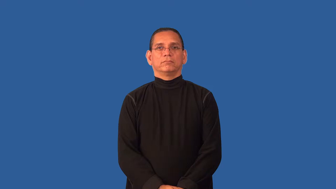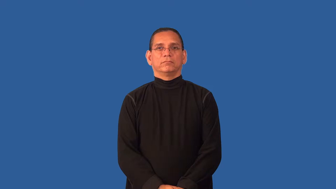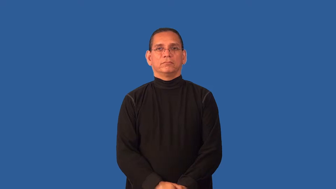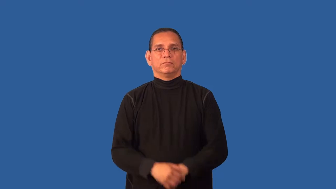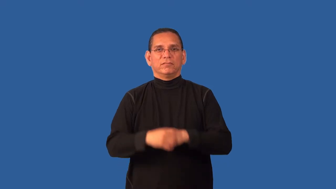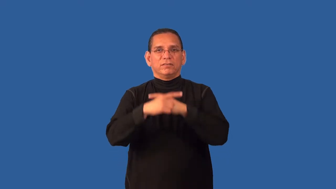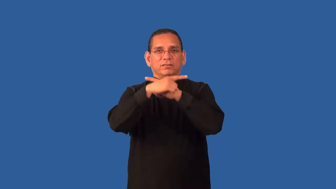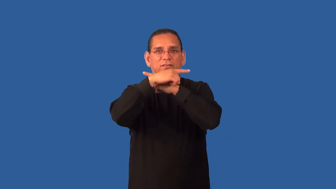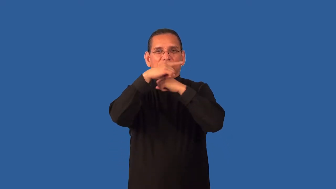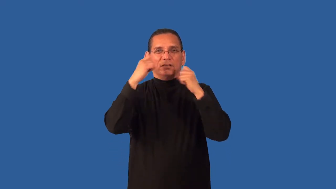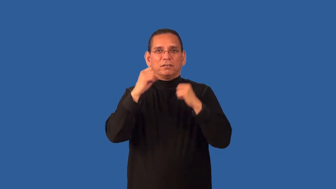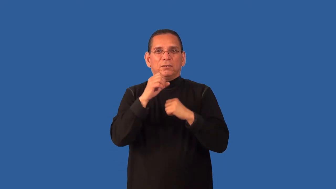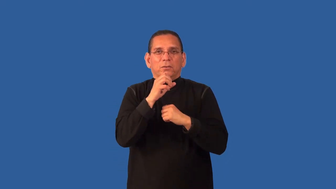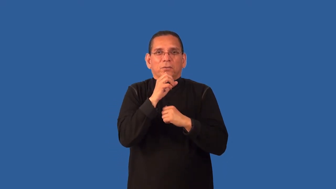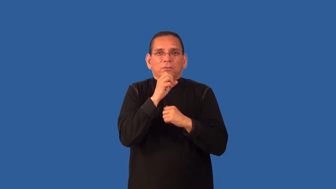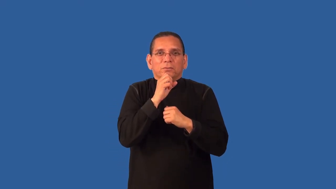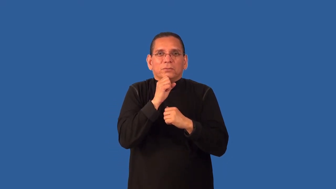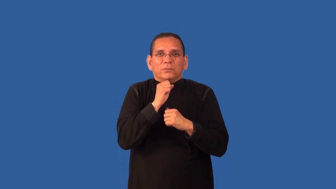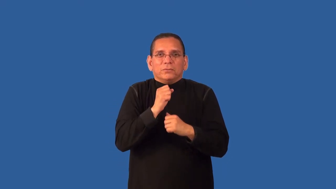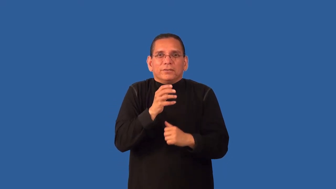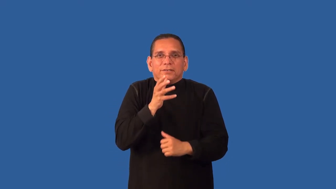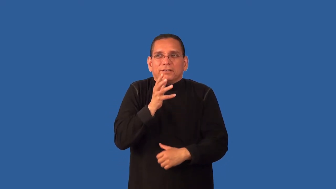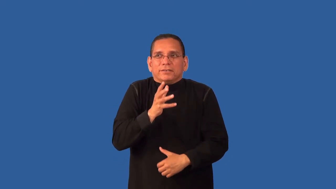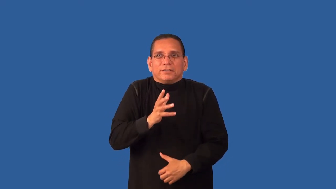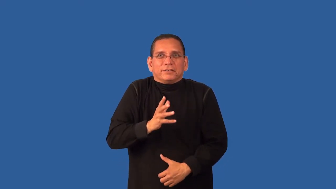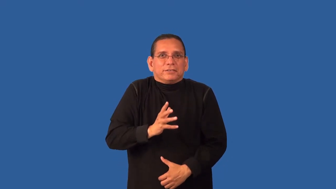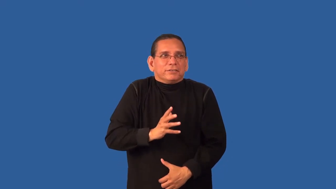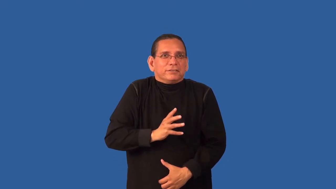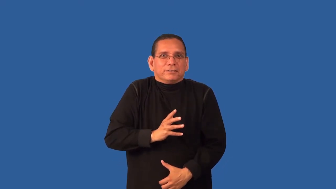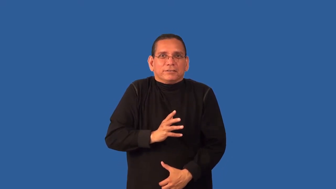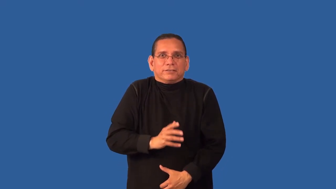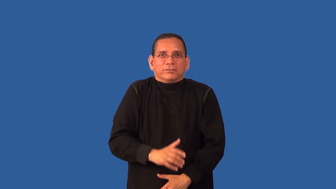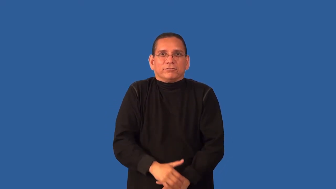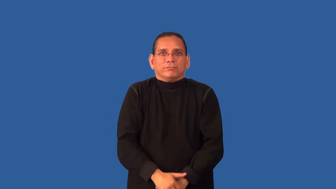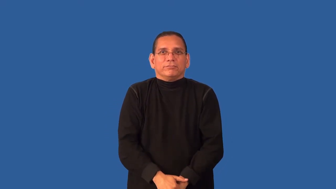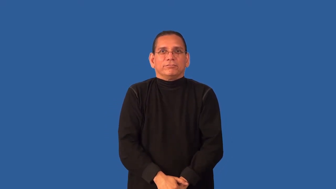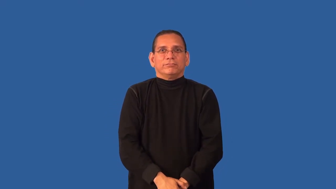crone